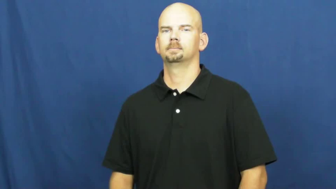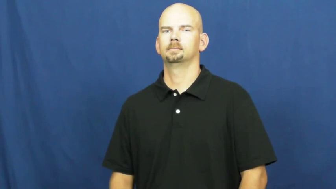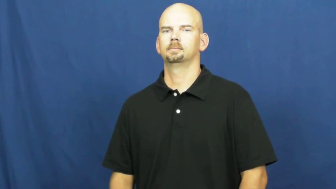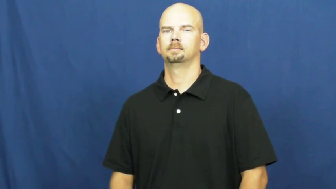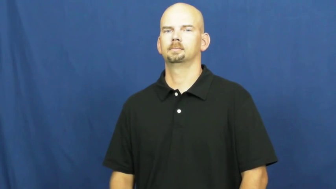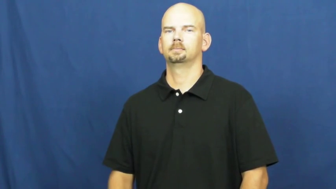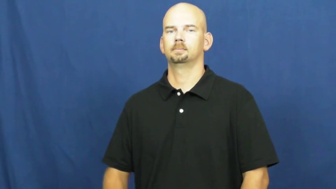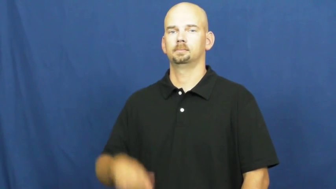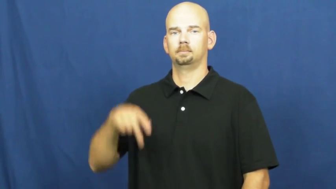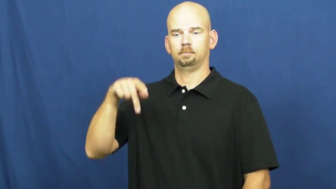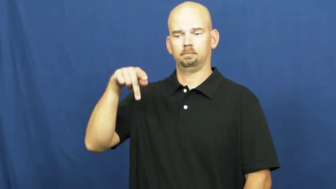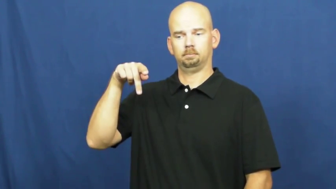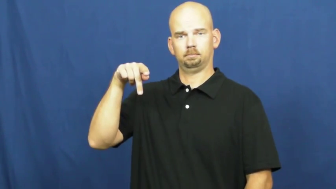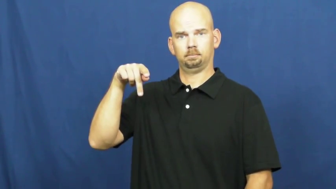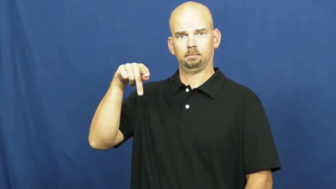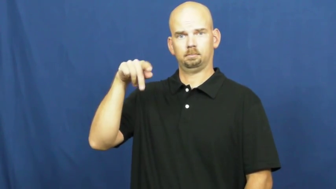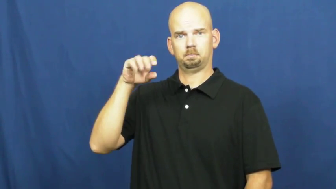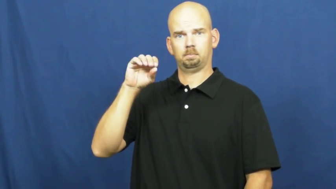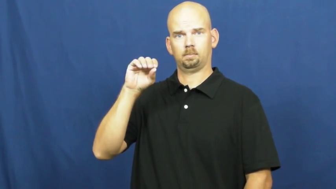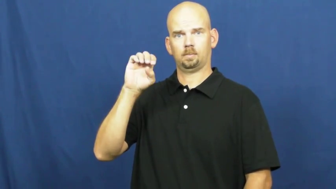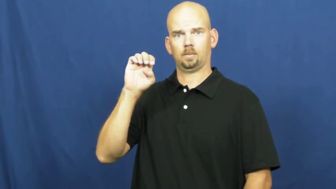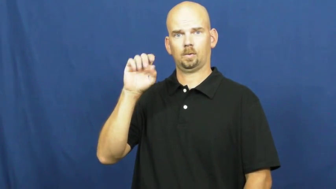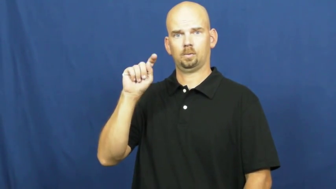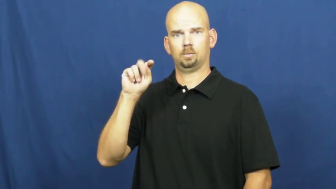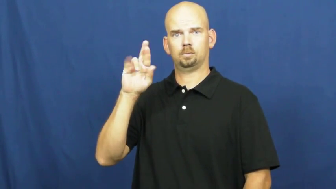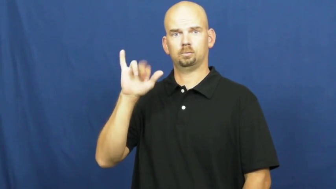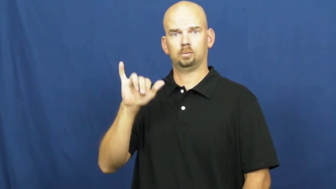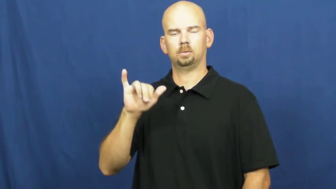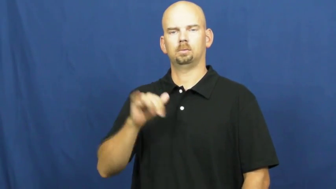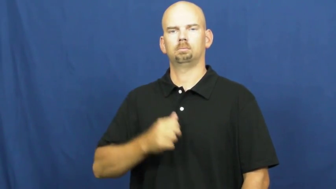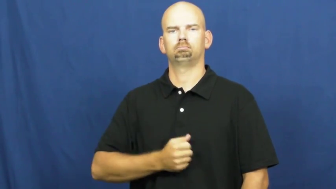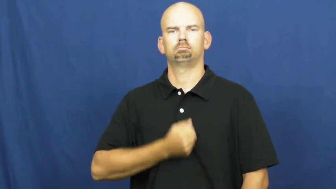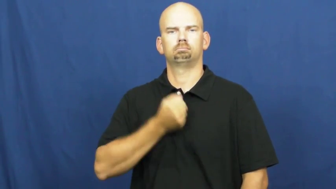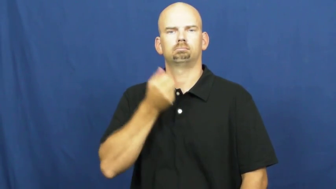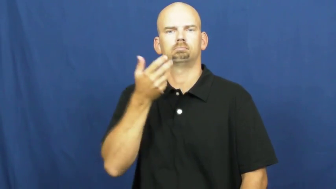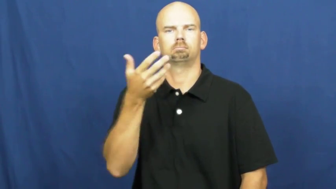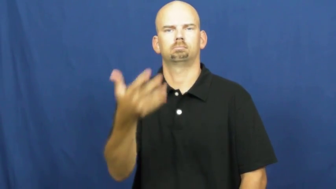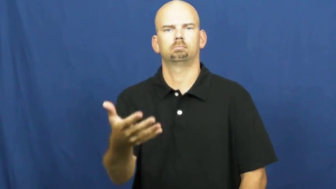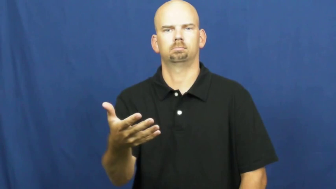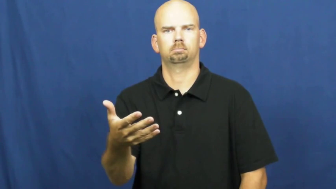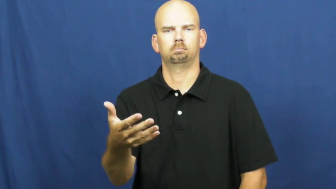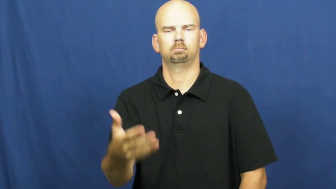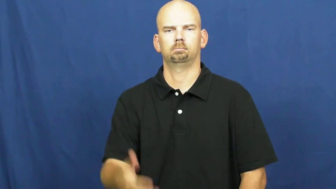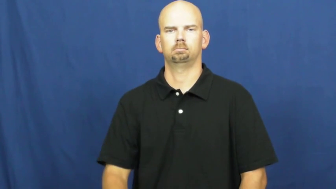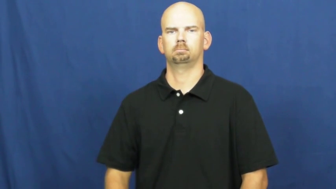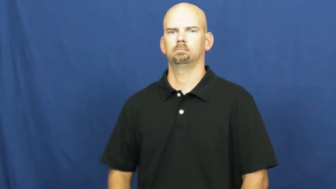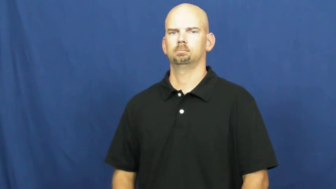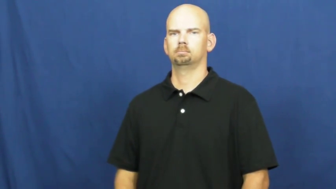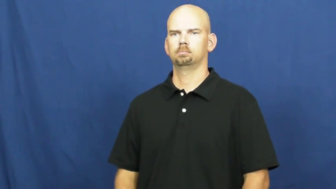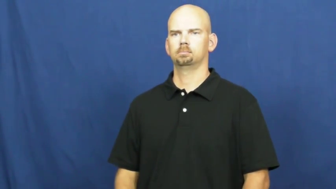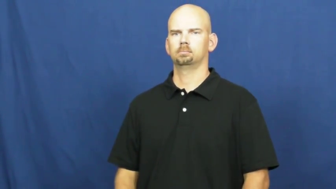poetry,poesy,sonnet